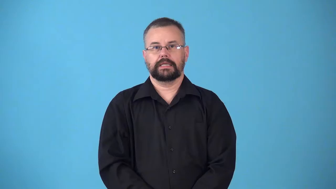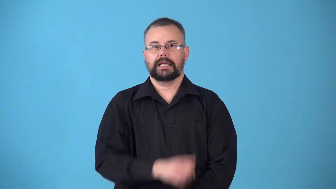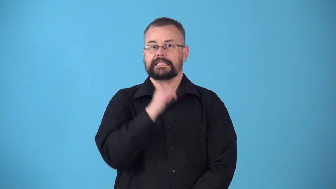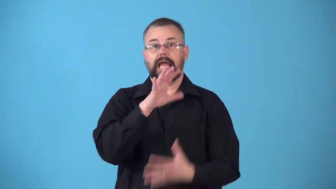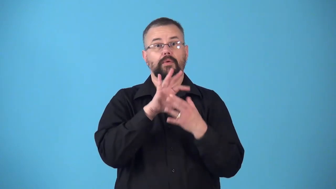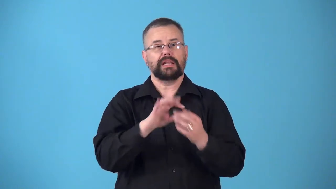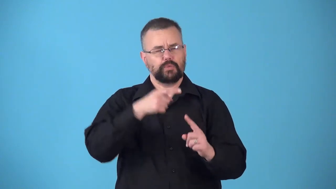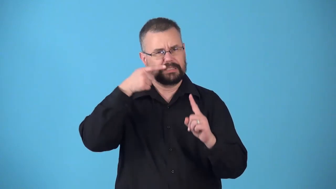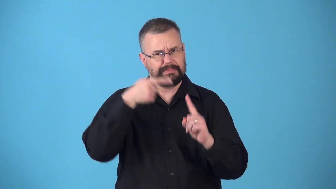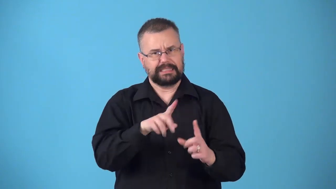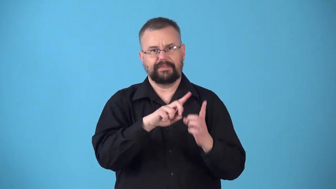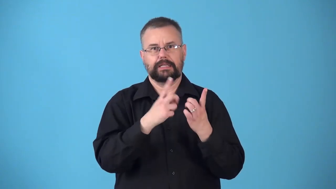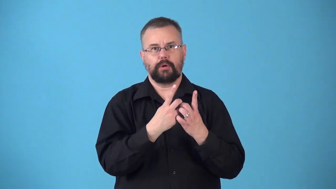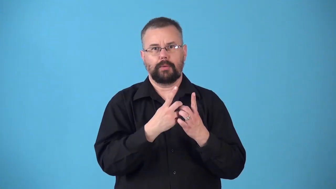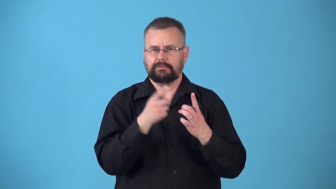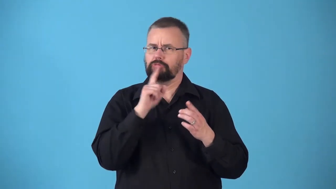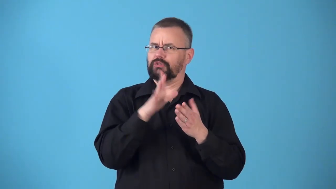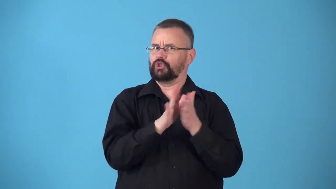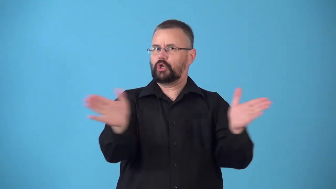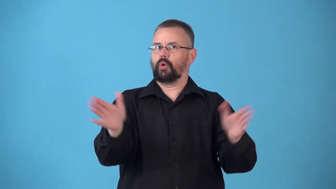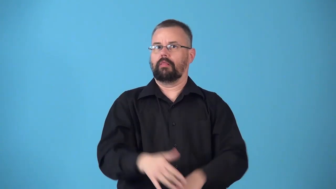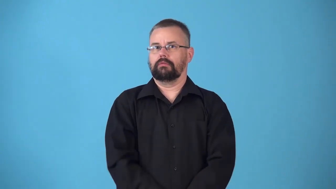nondepartmental